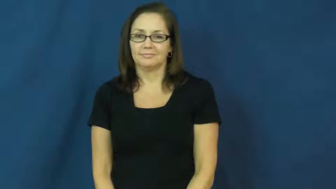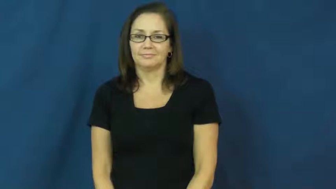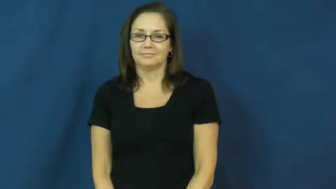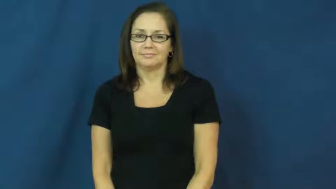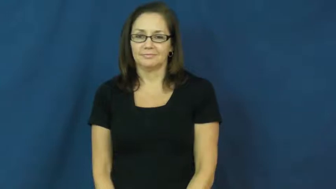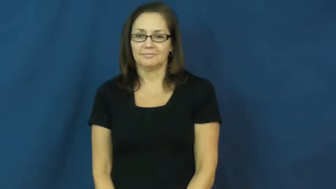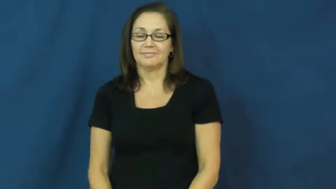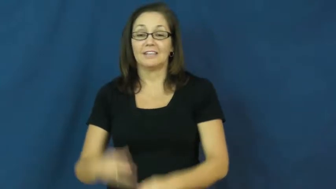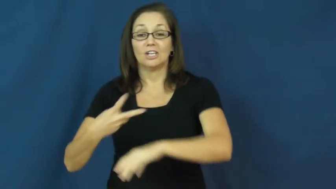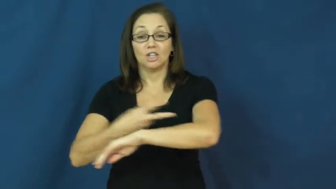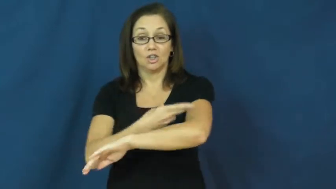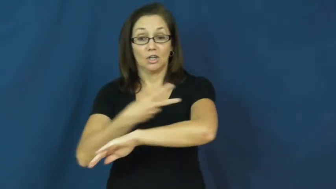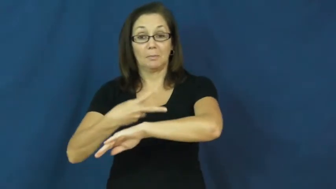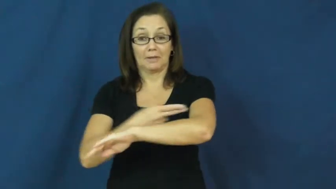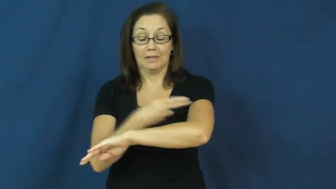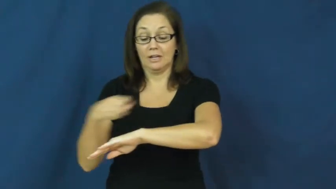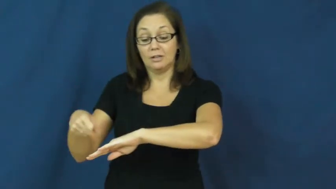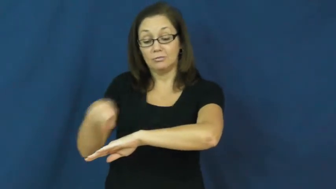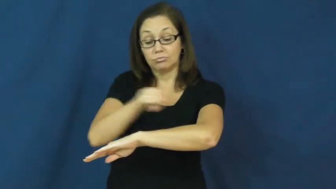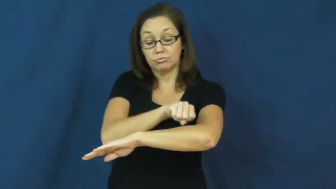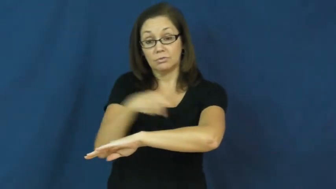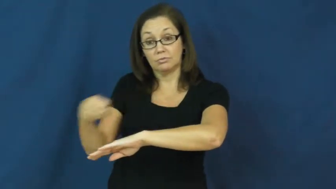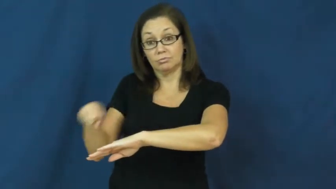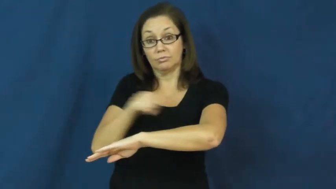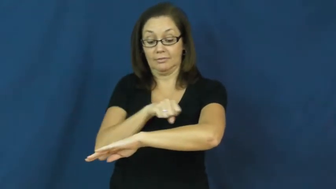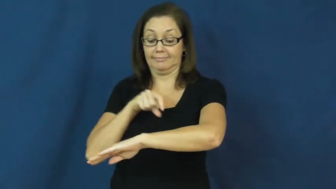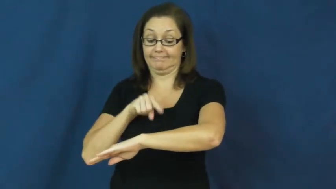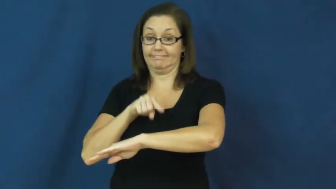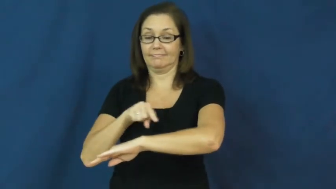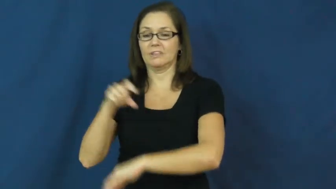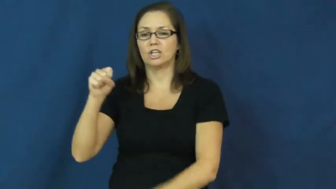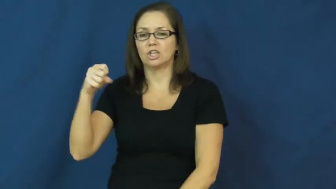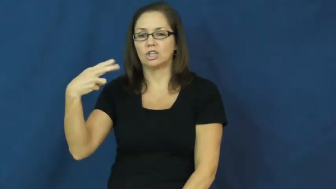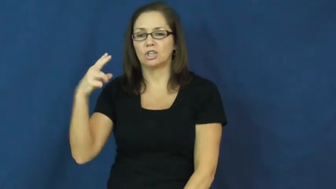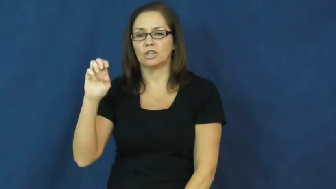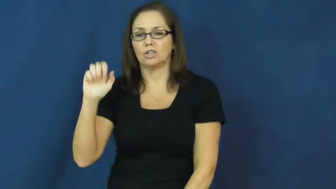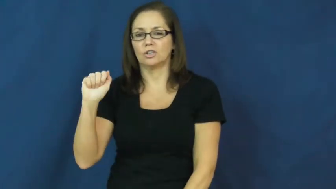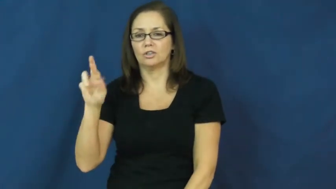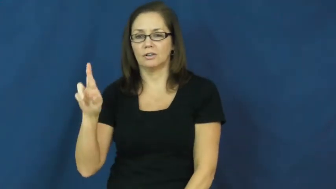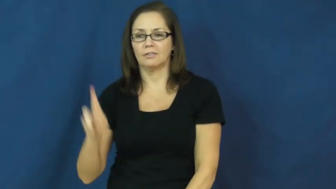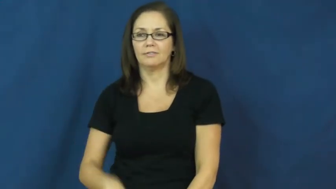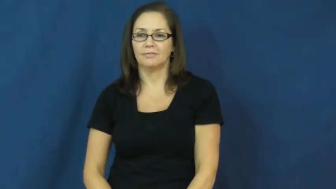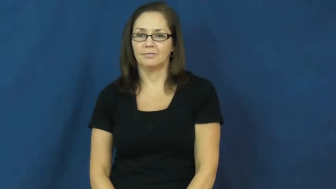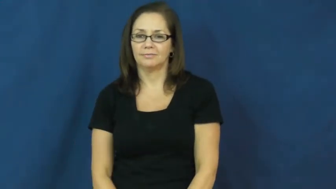shear-verb